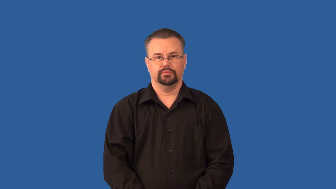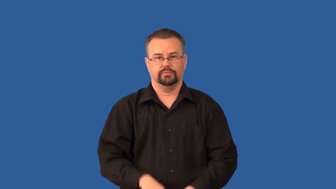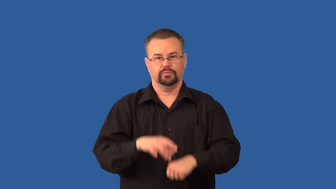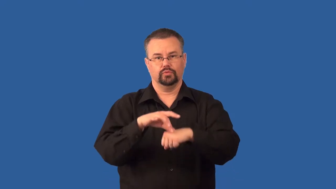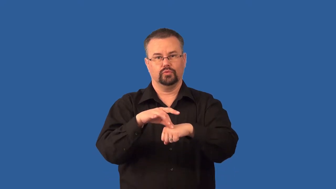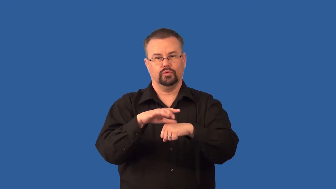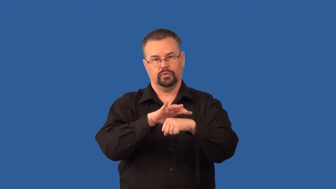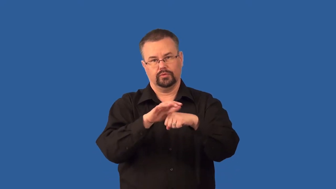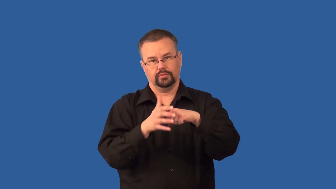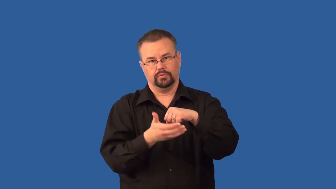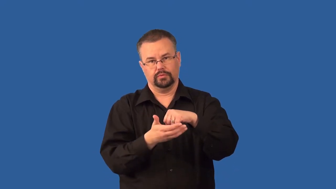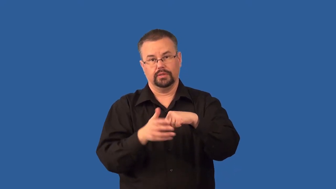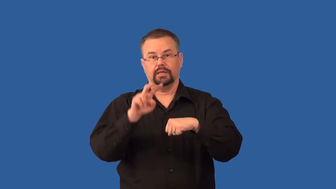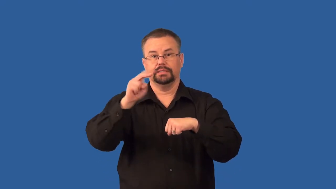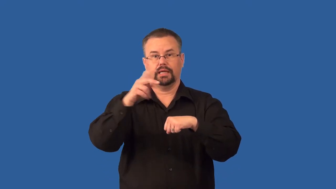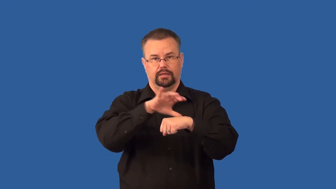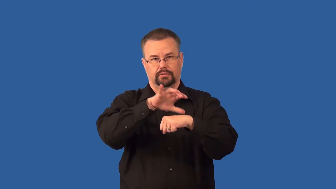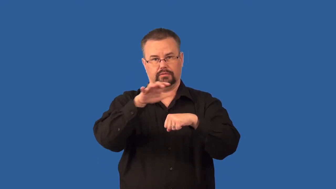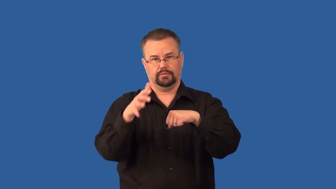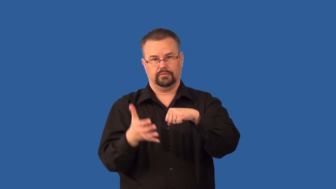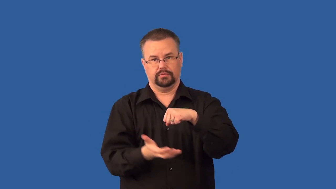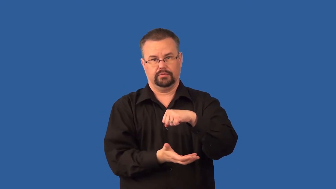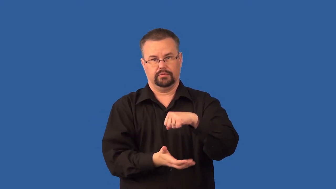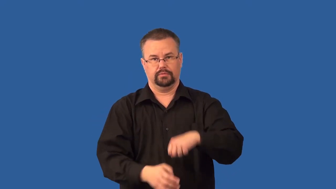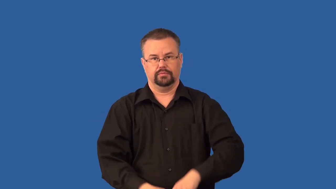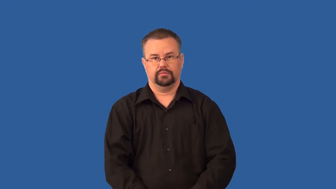stratosphere